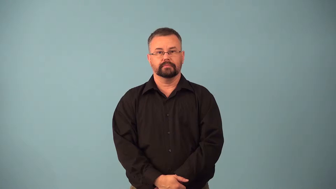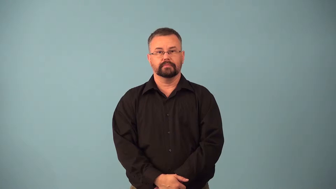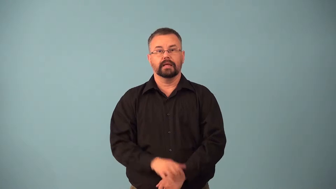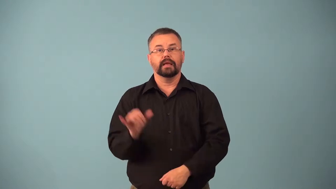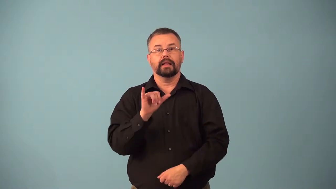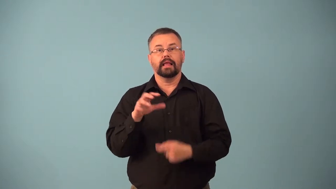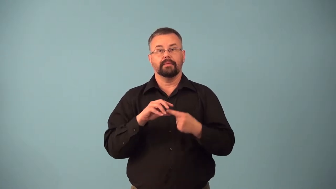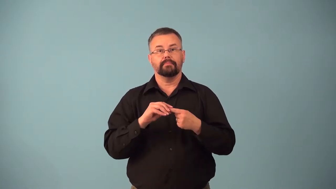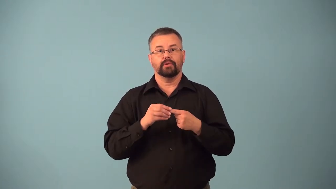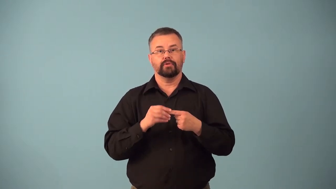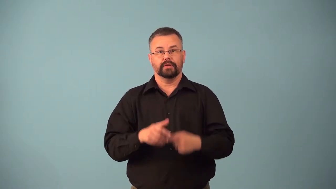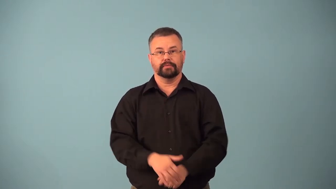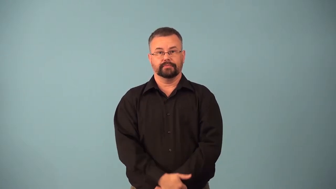berrylike